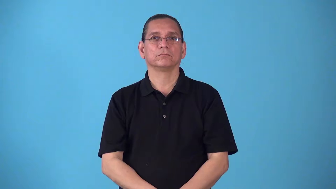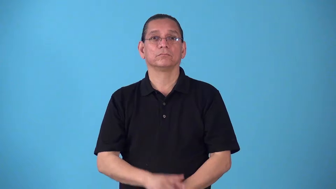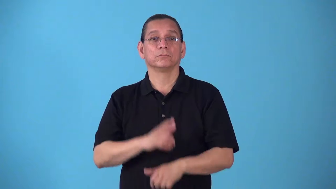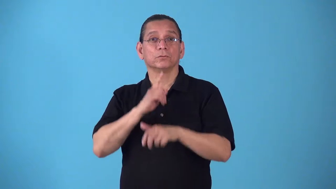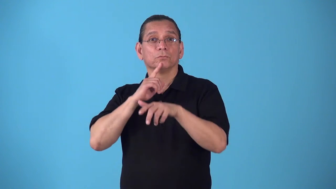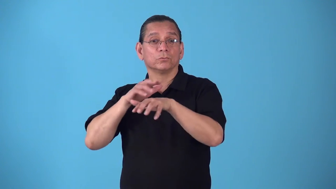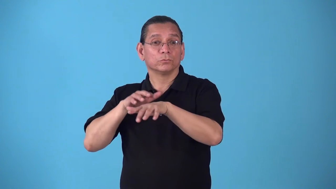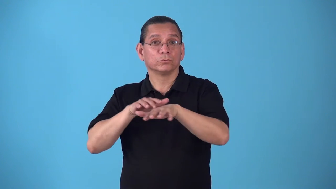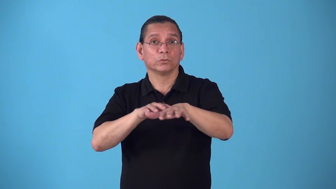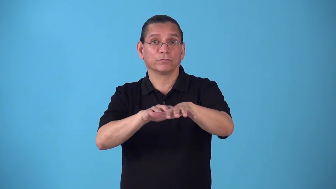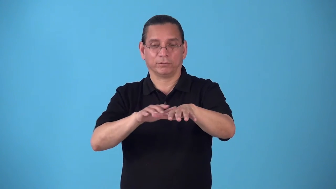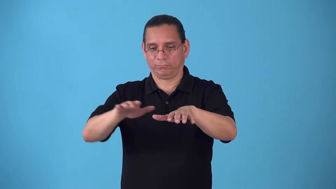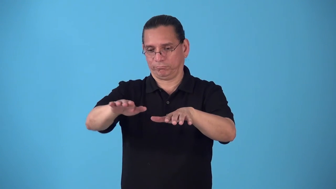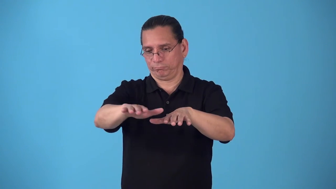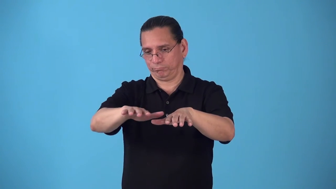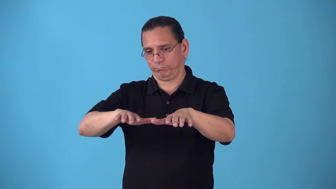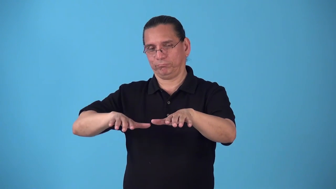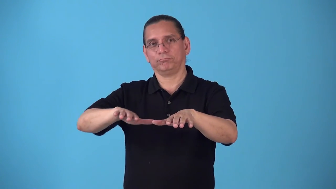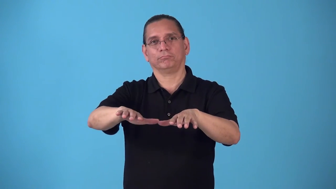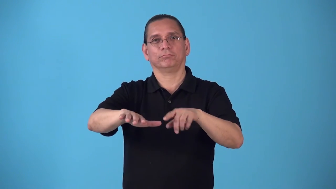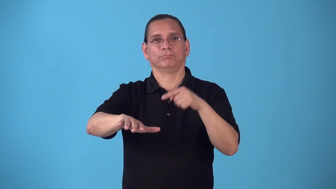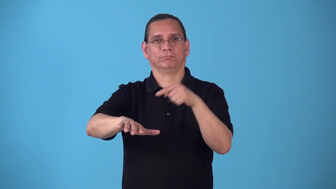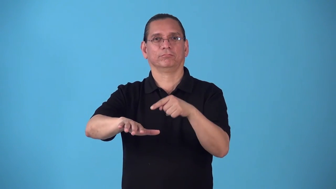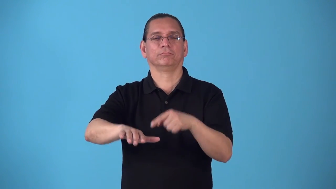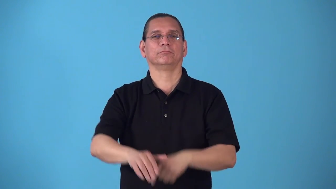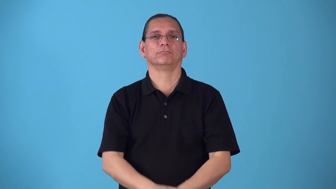riparian